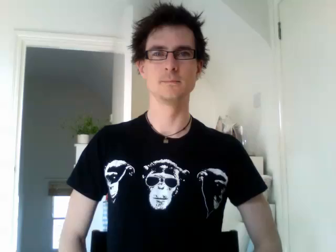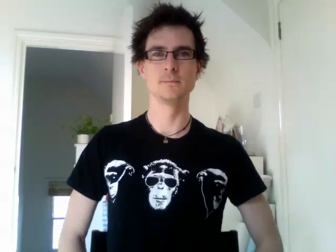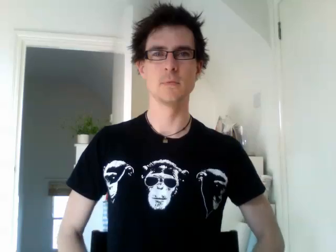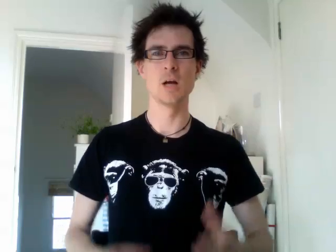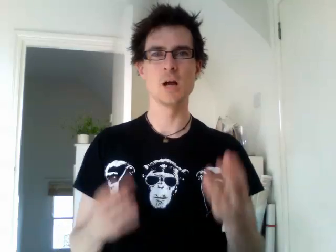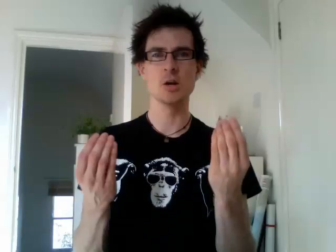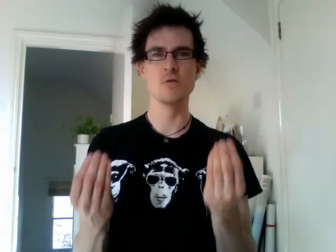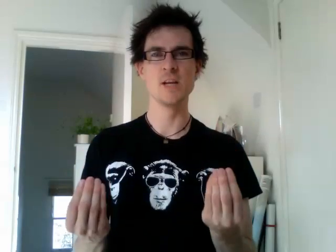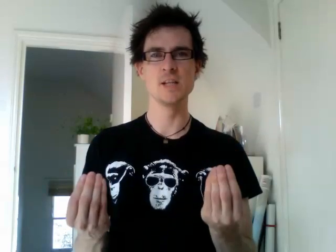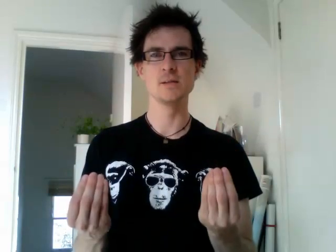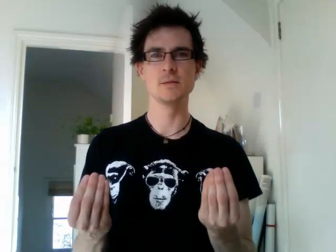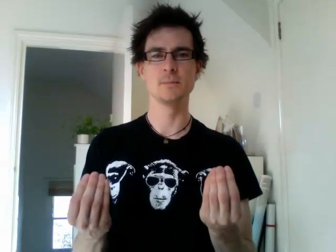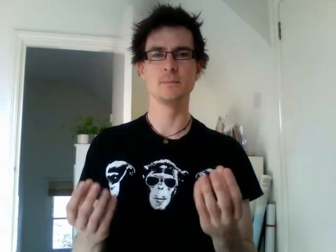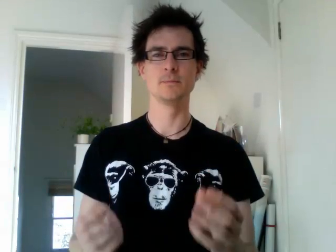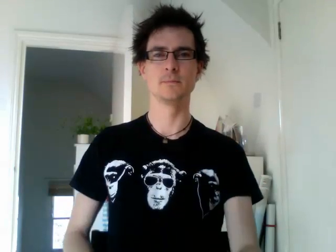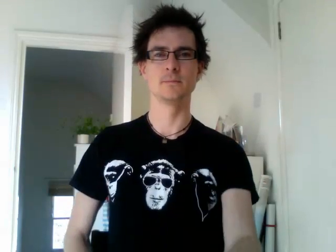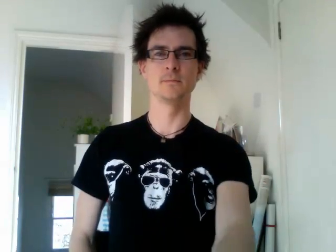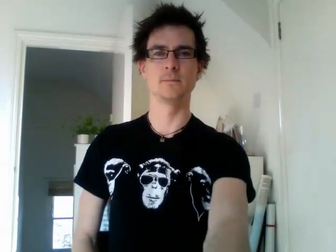greece